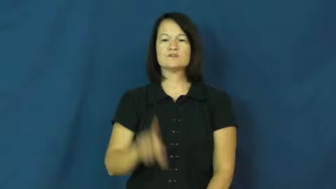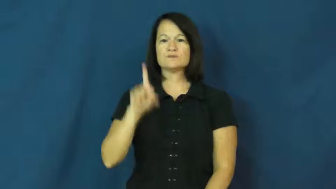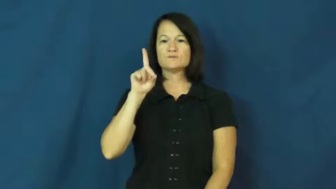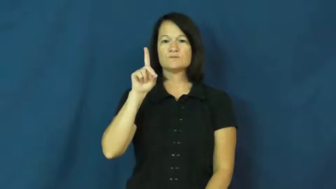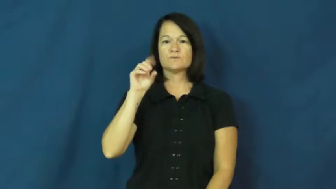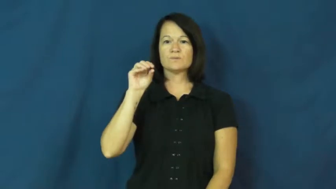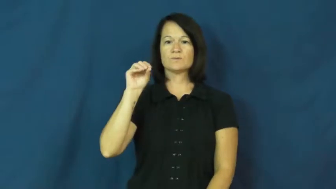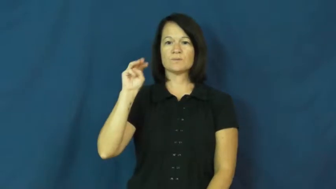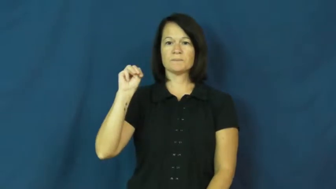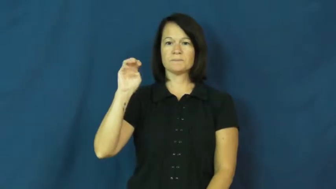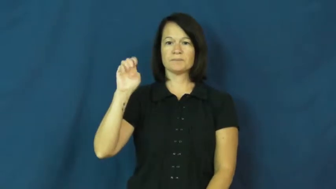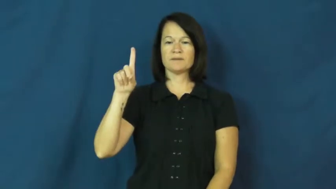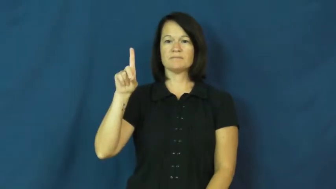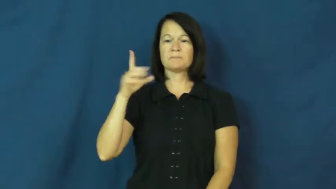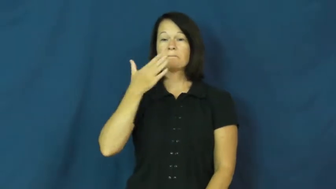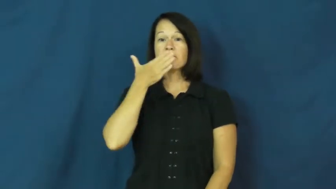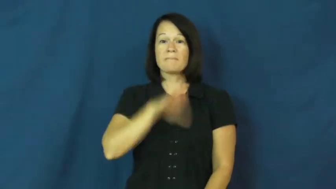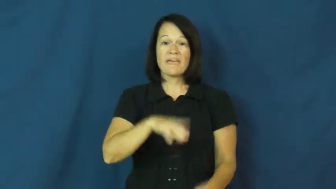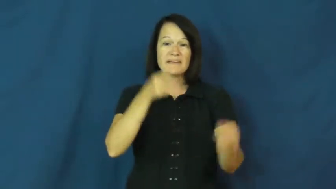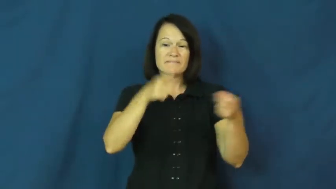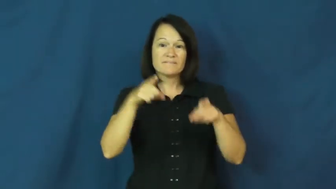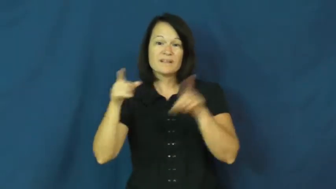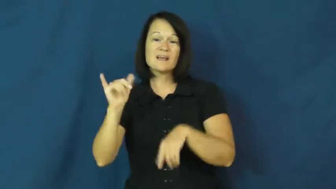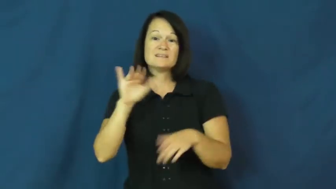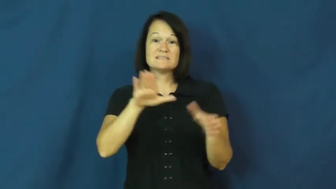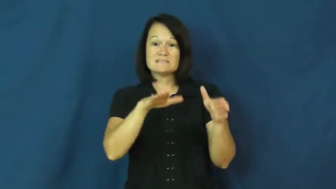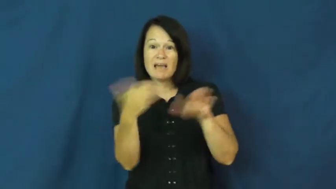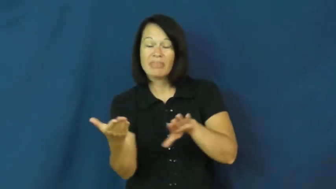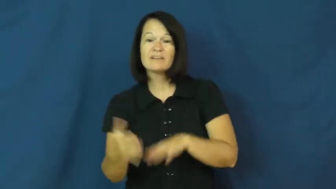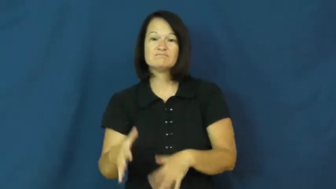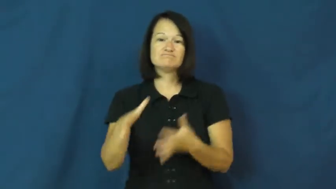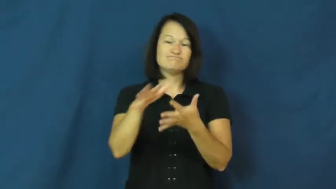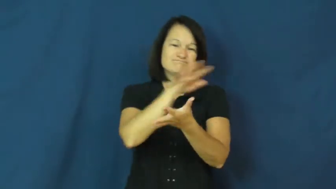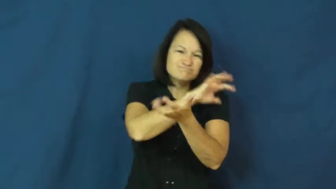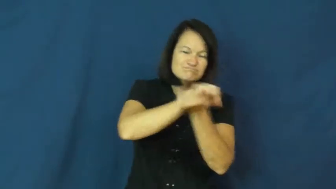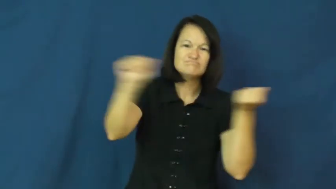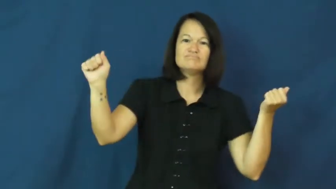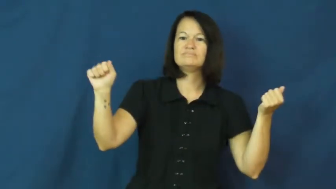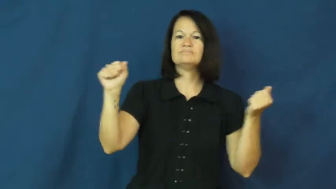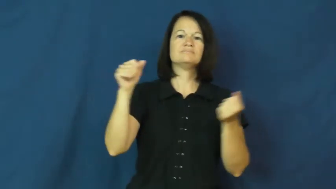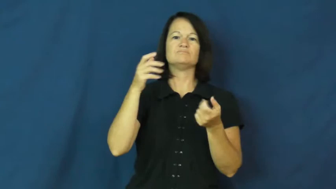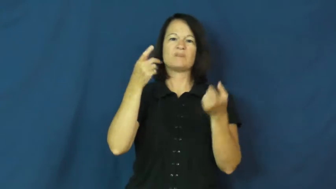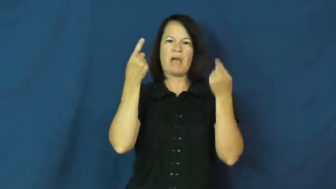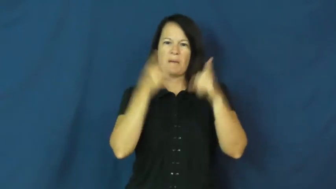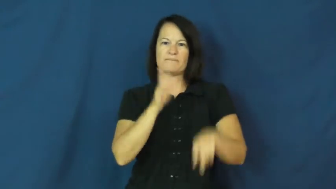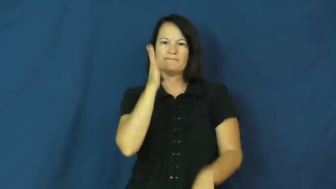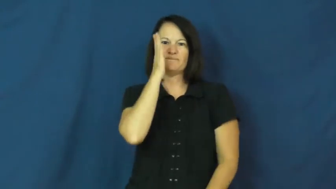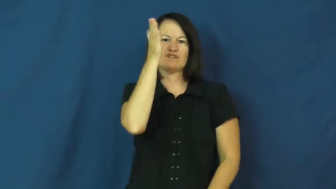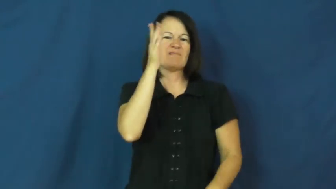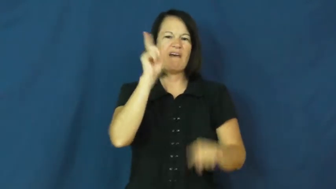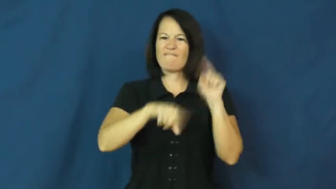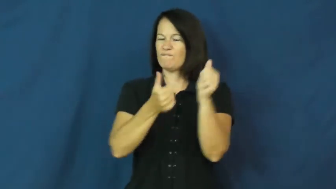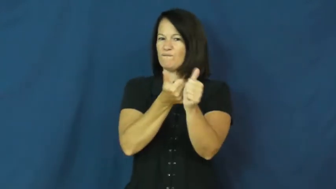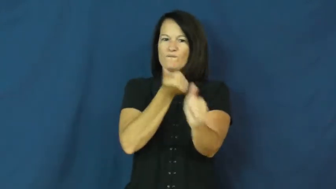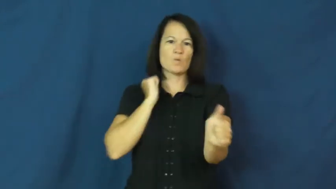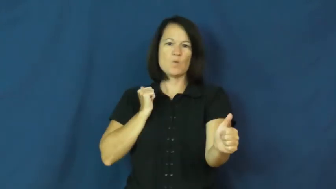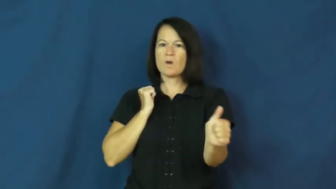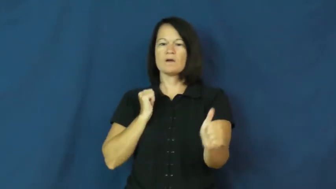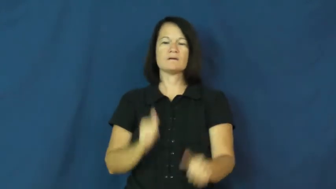doom